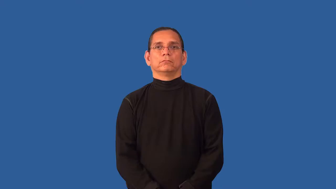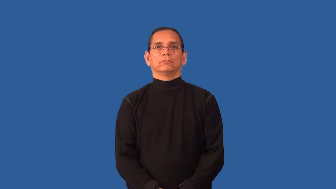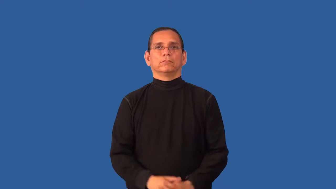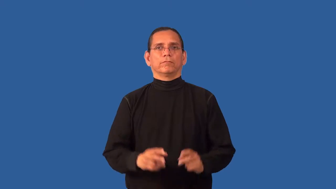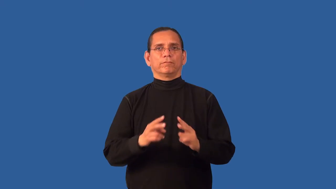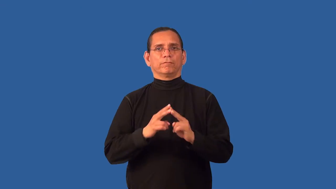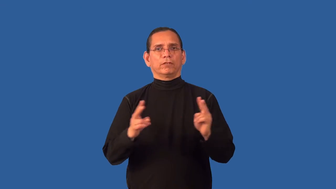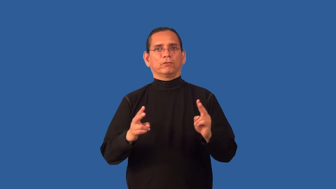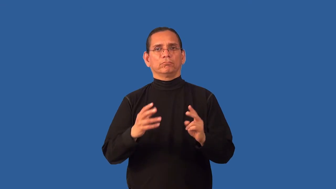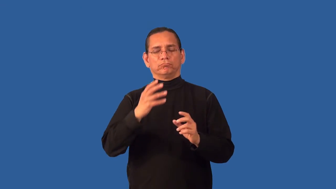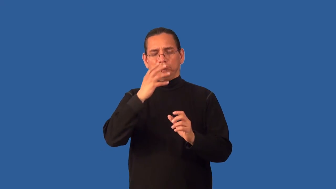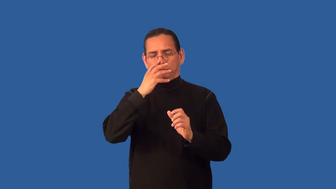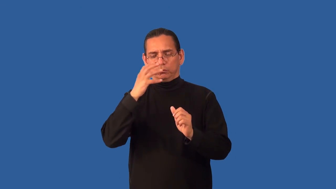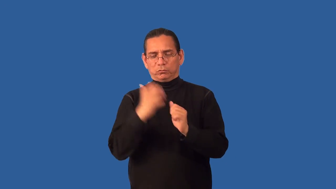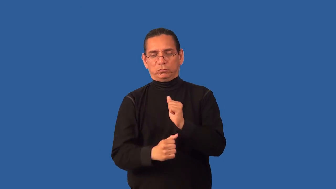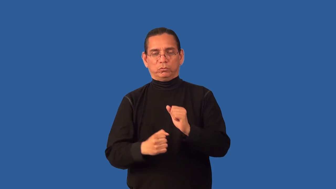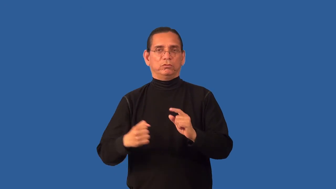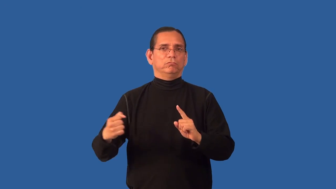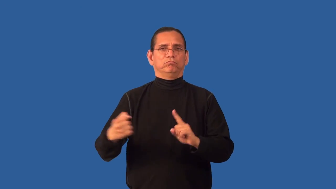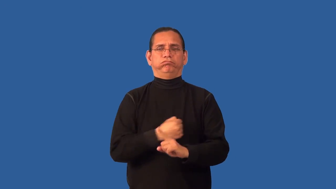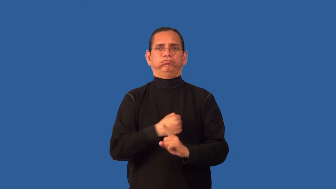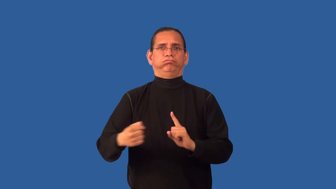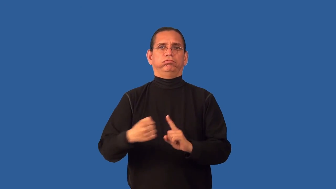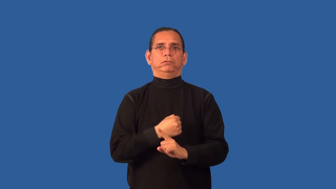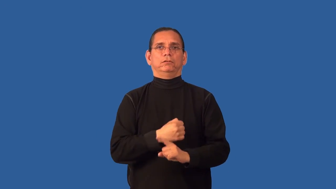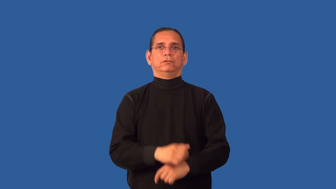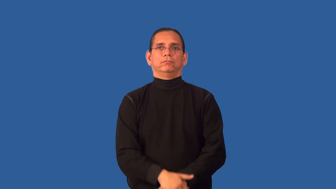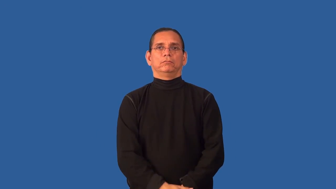barbaric